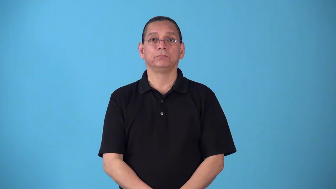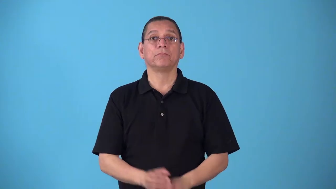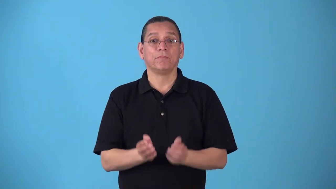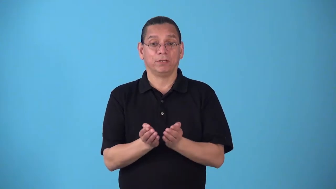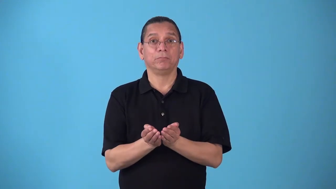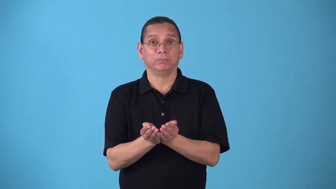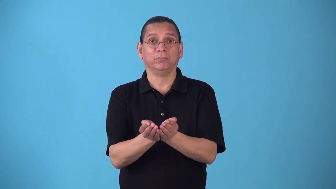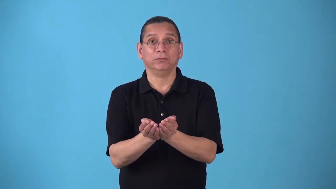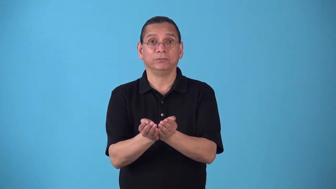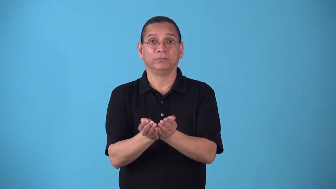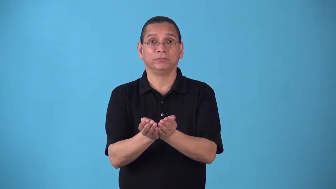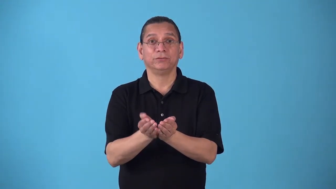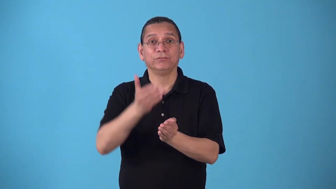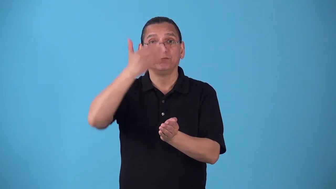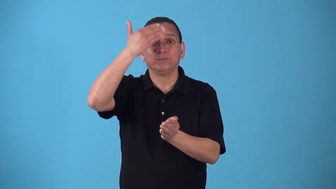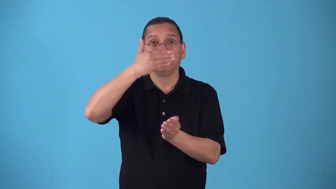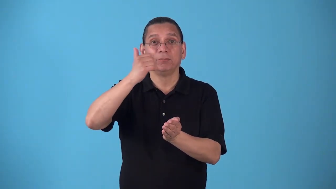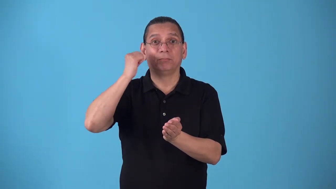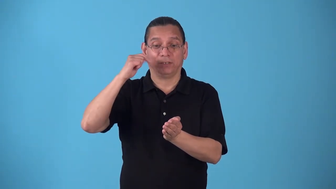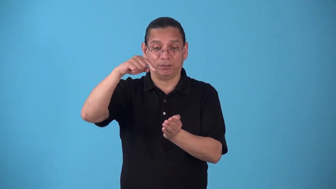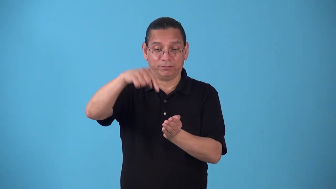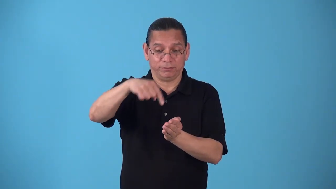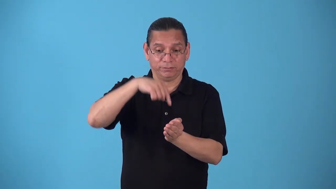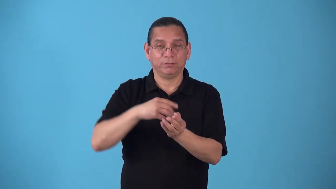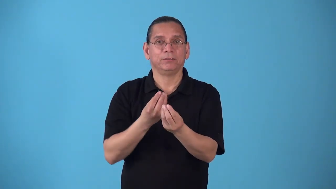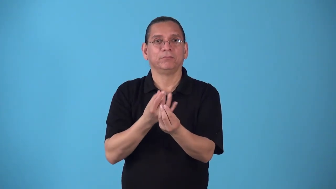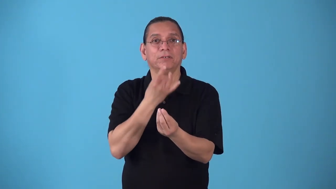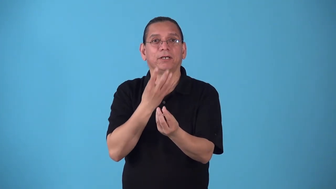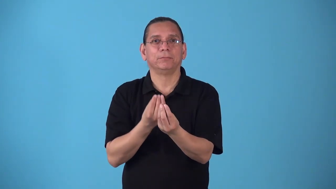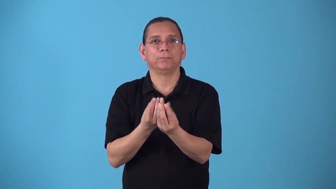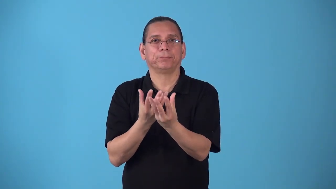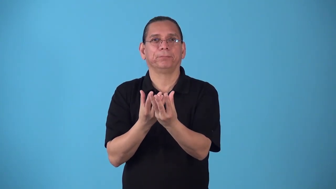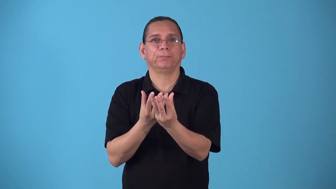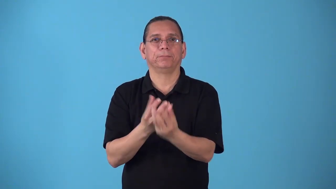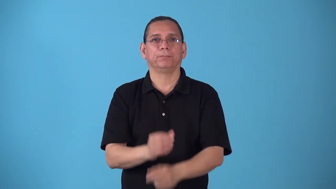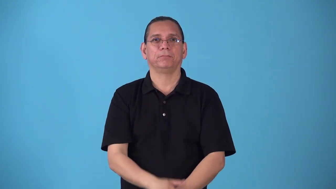sidelight